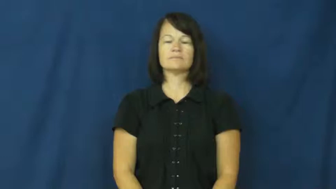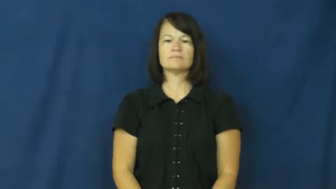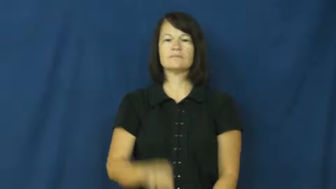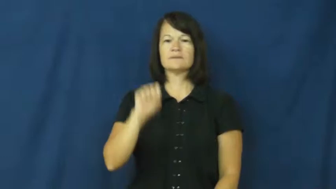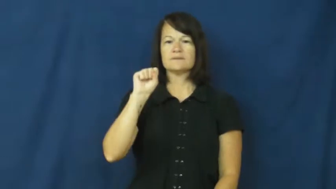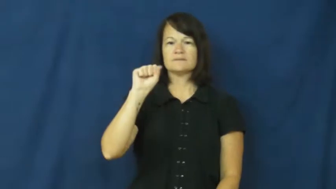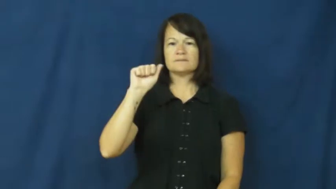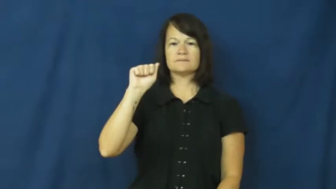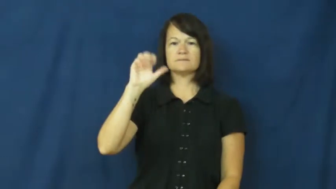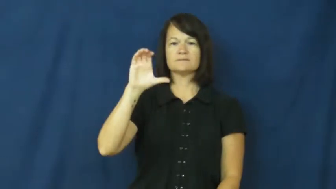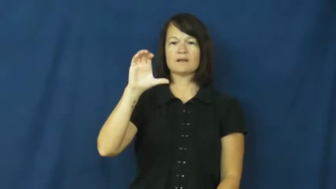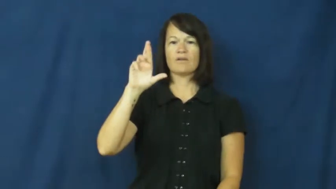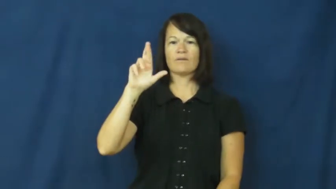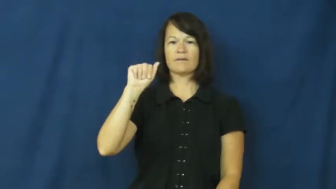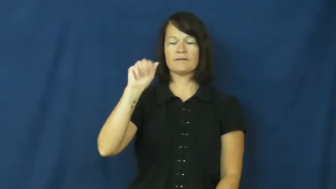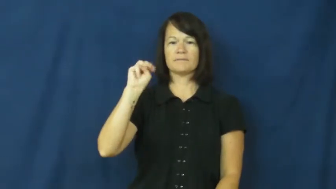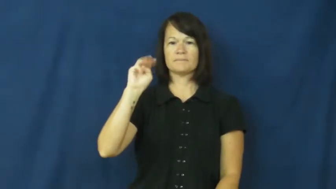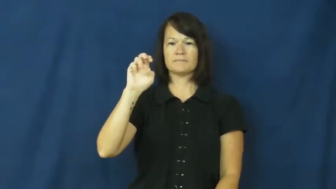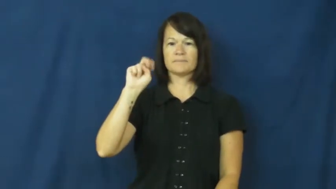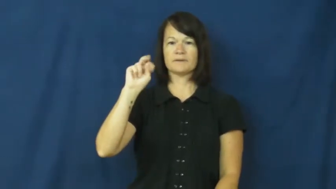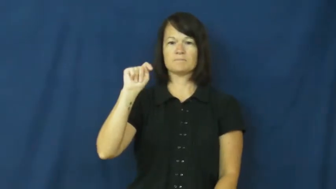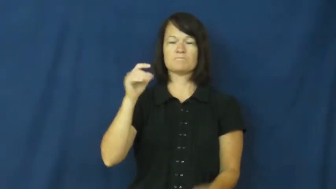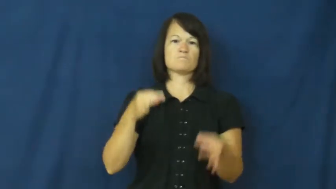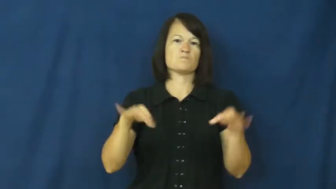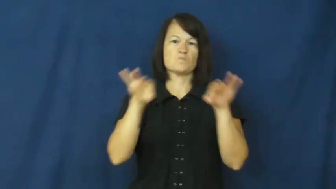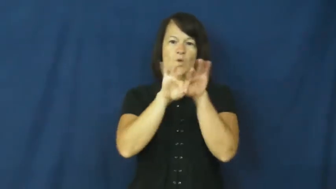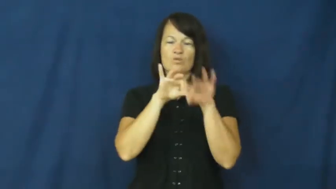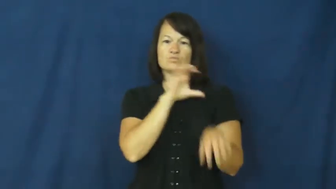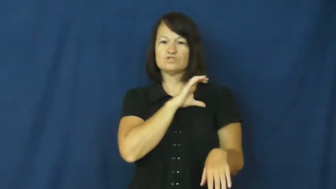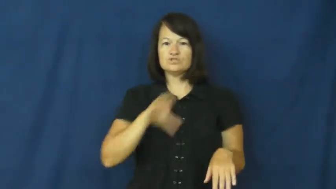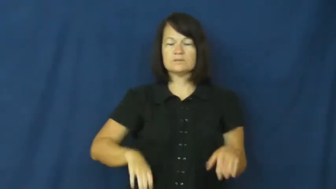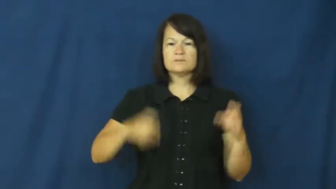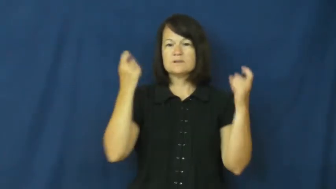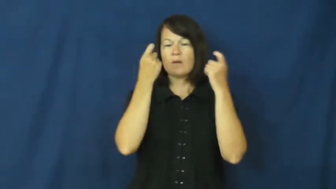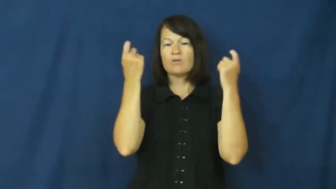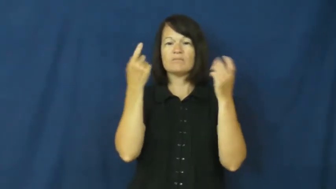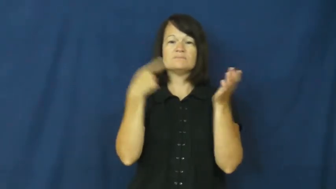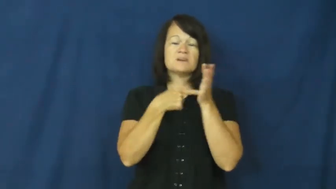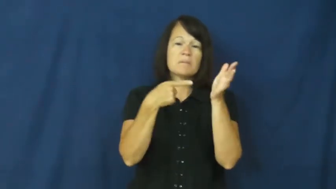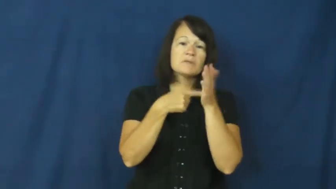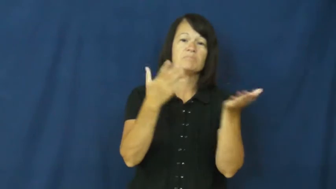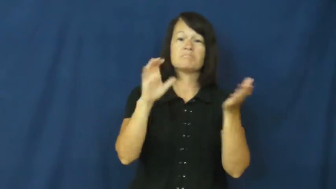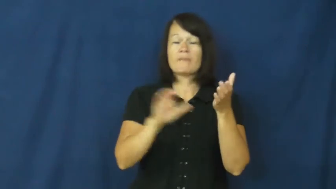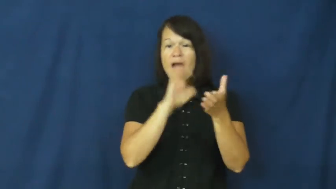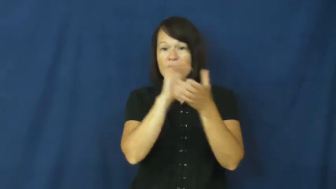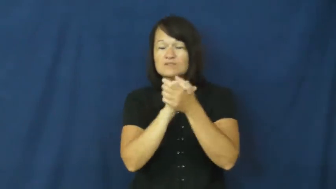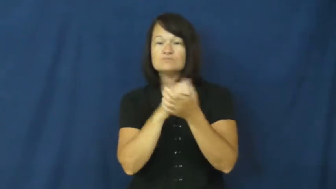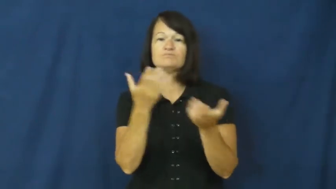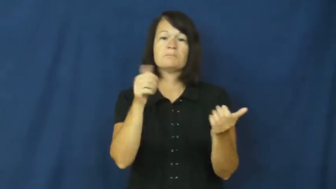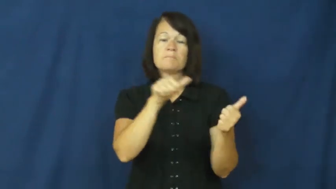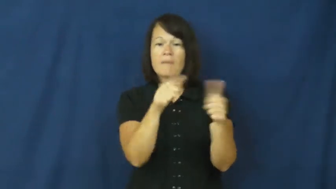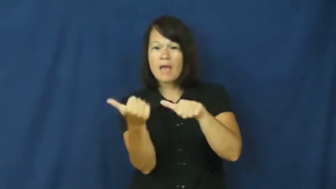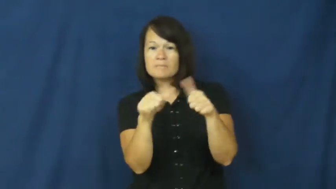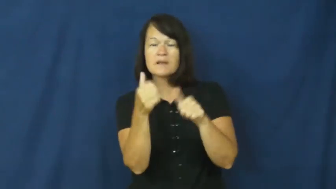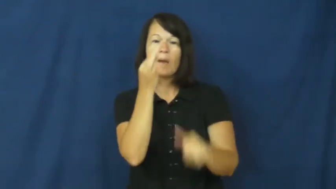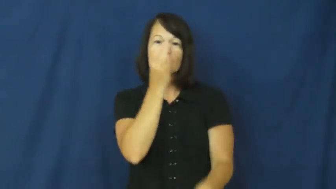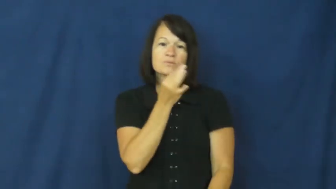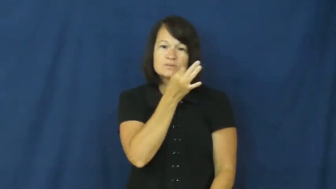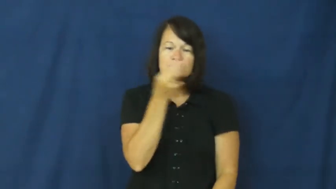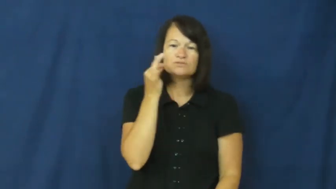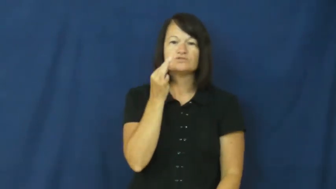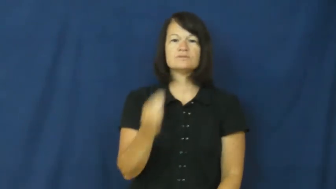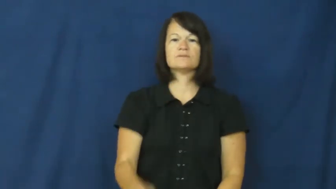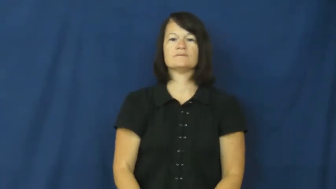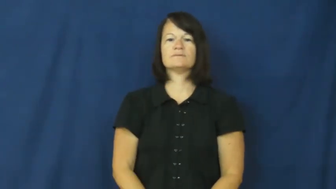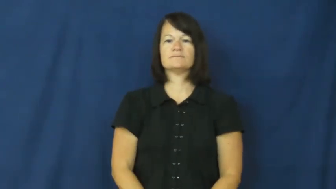sacrament